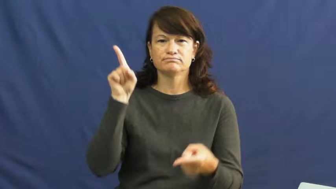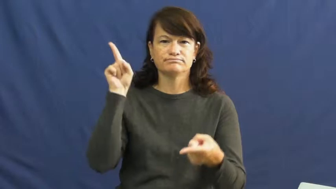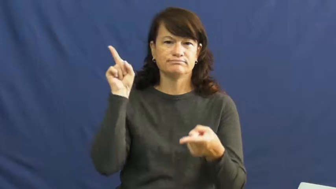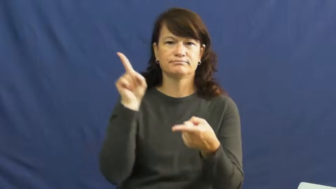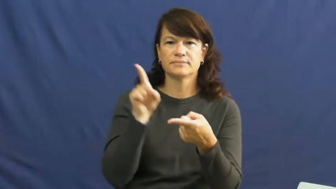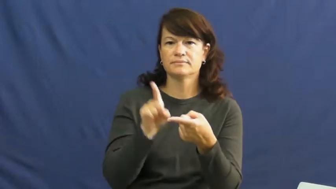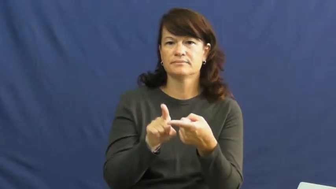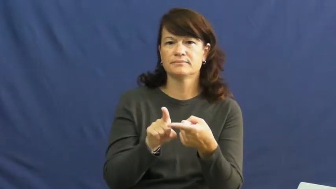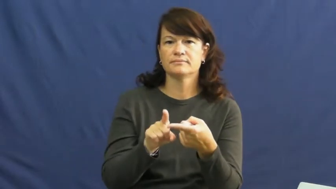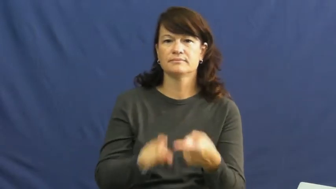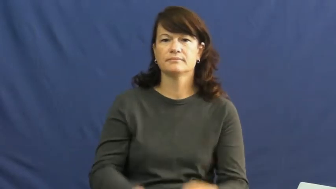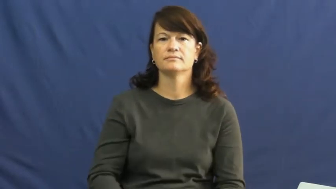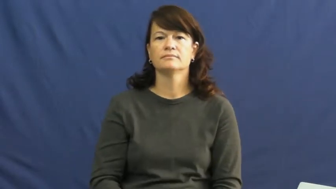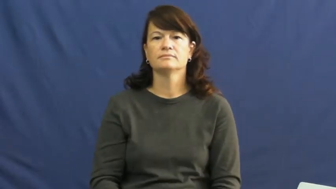lessen